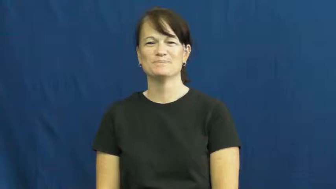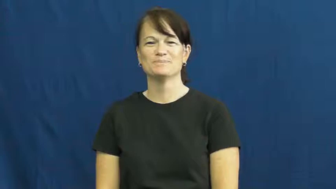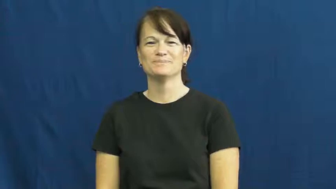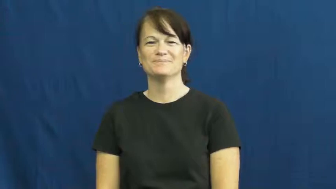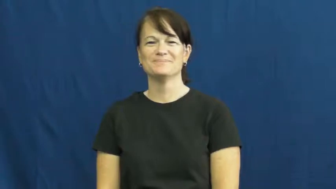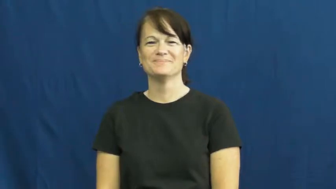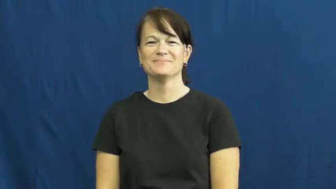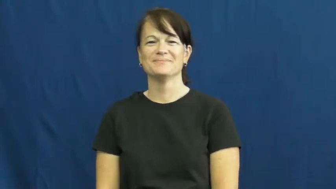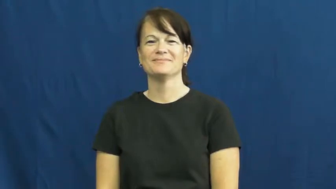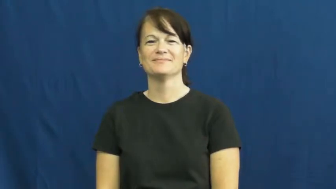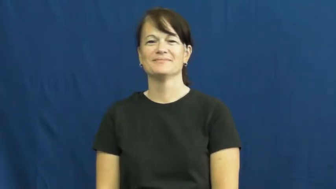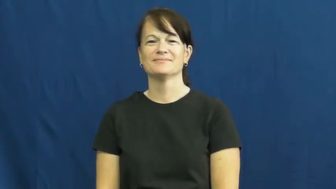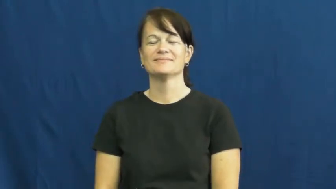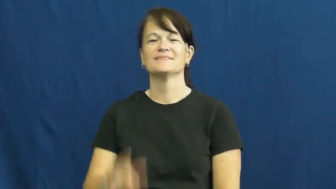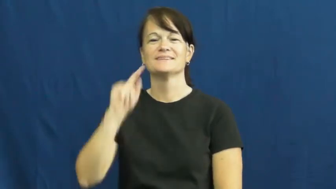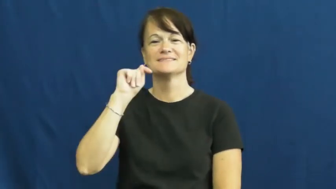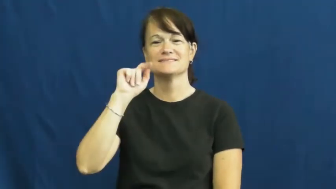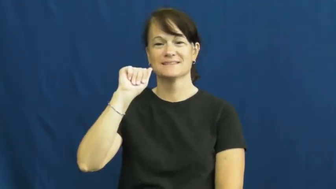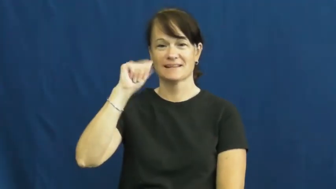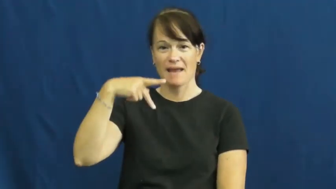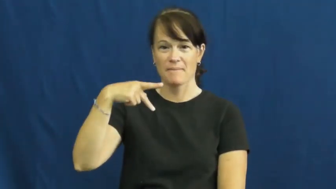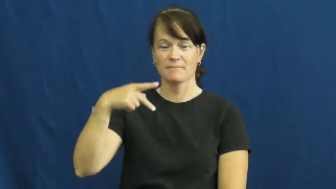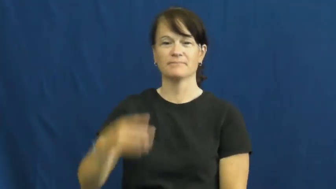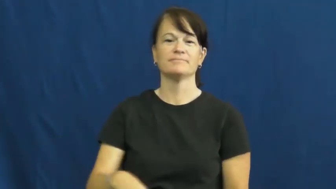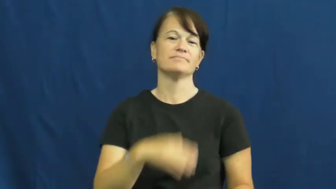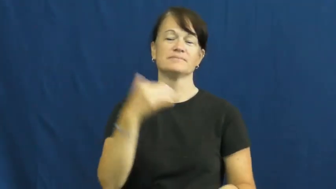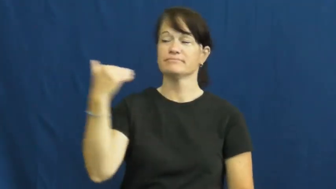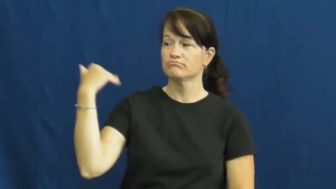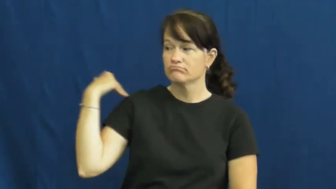tap-touch